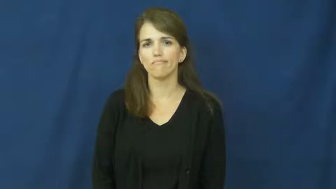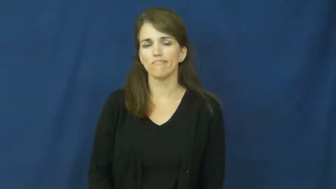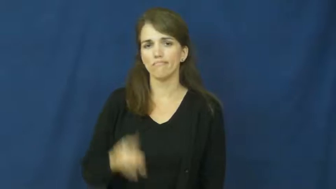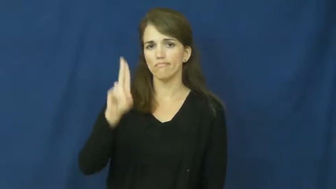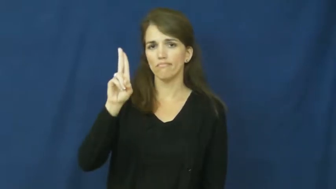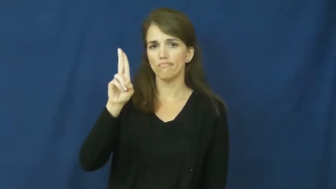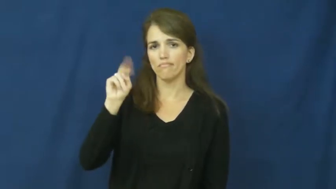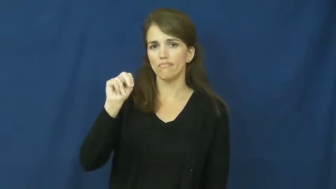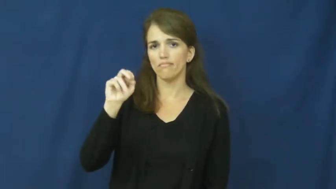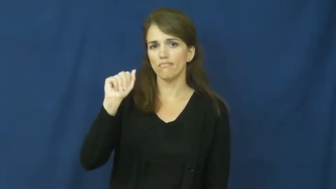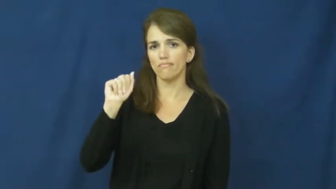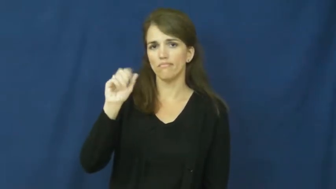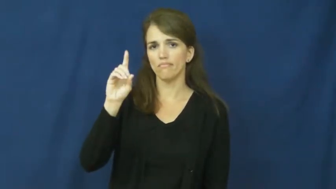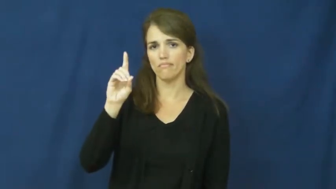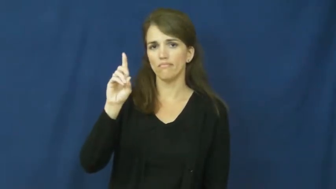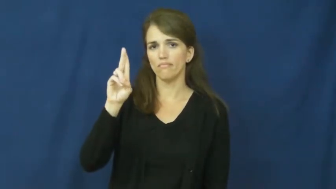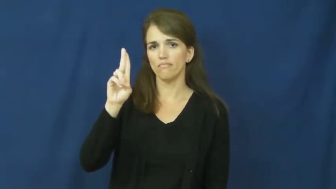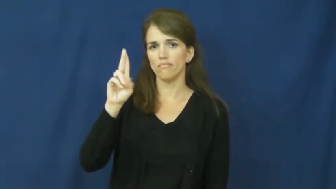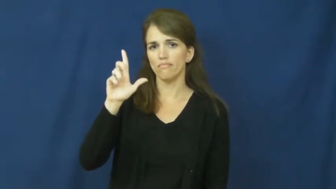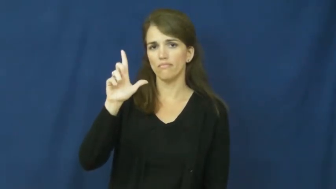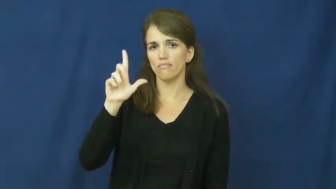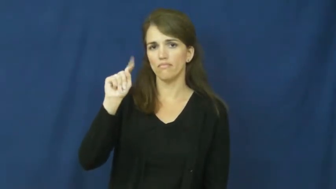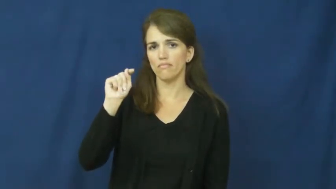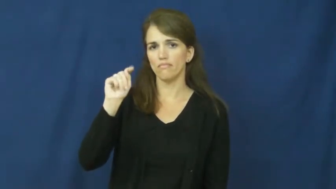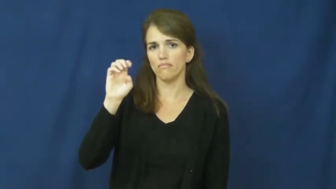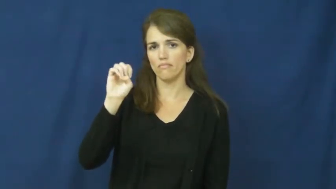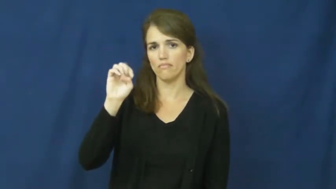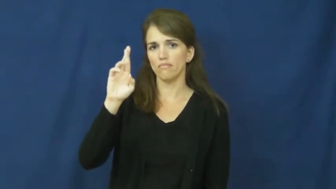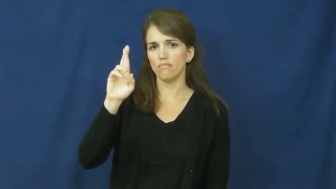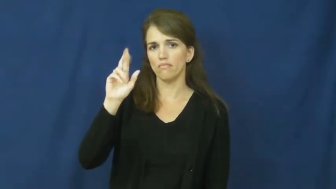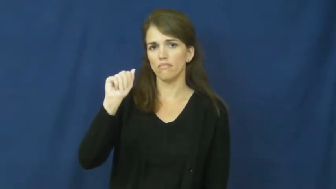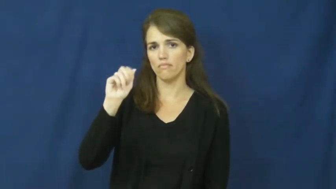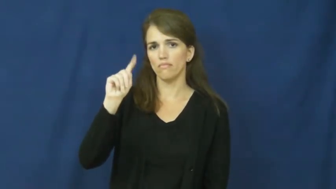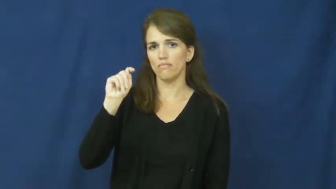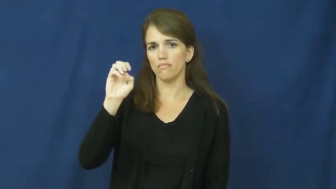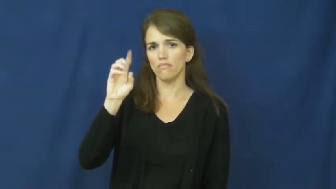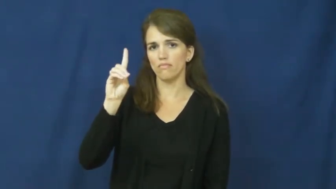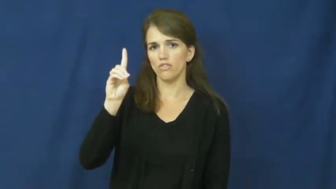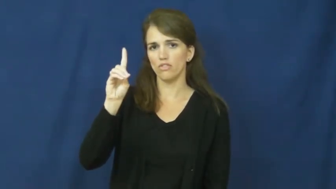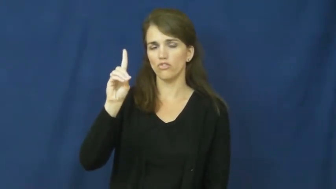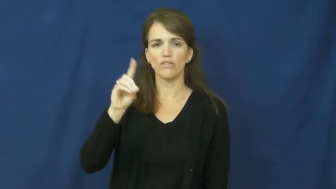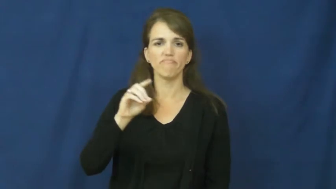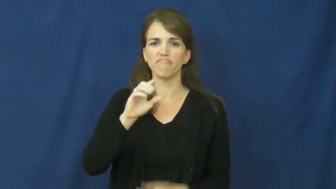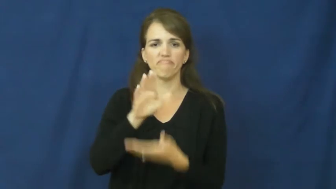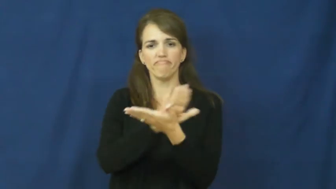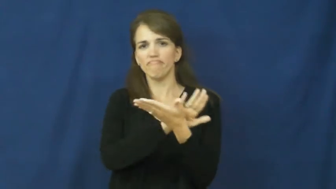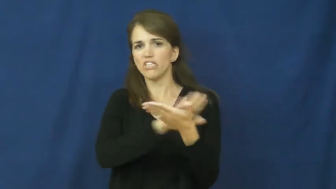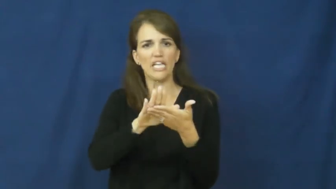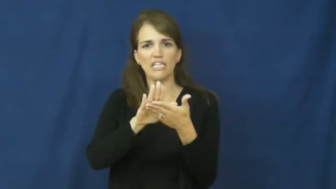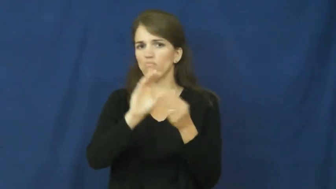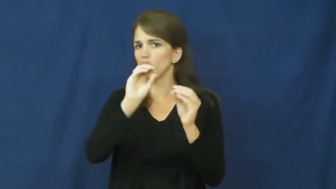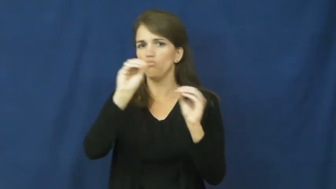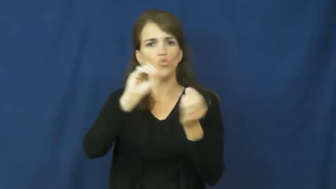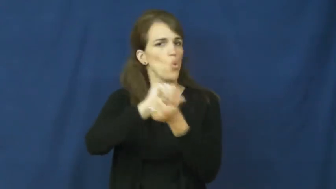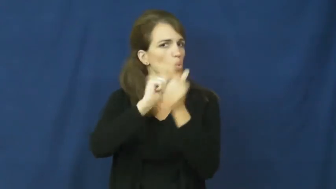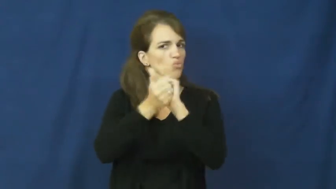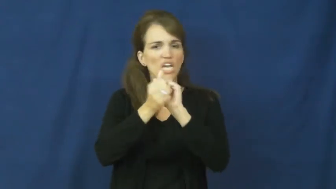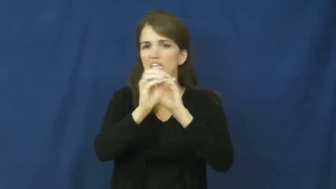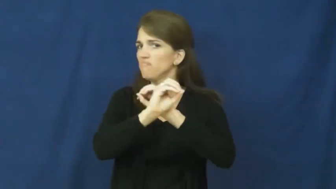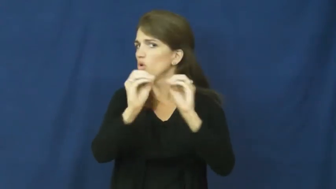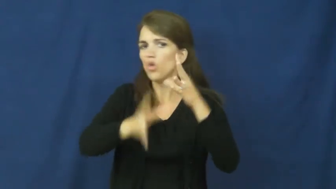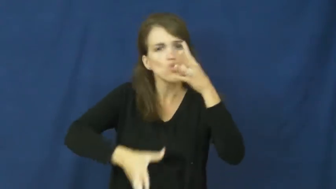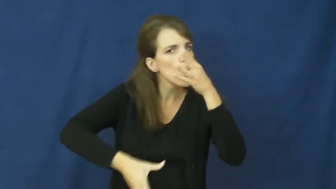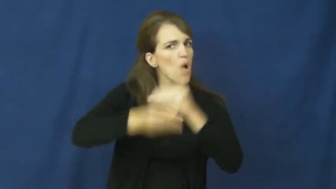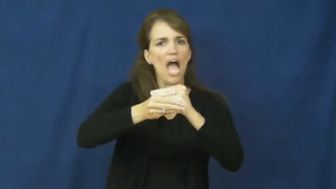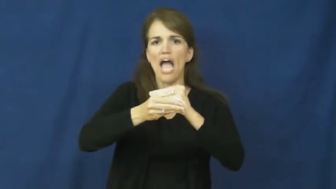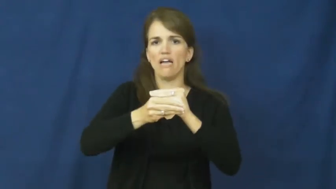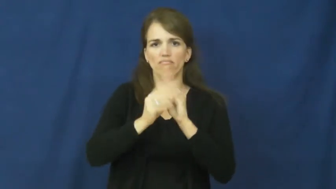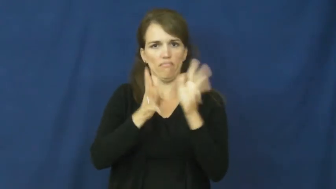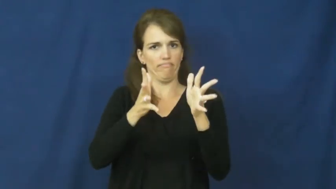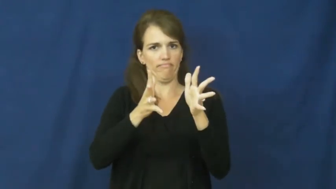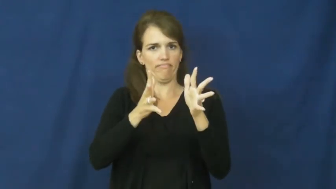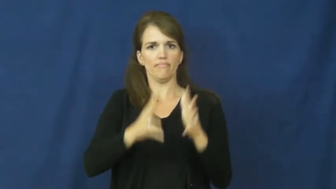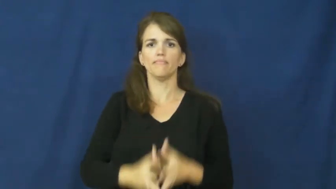unadulterated